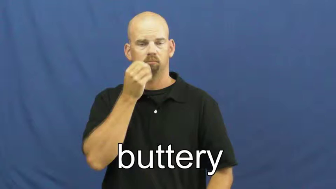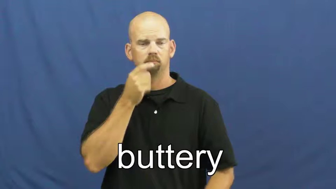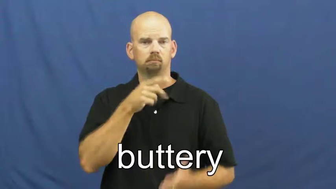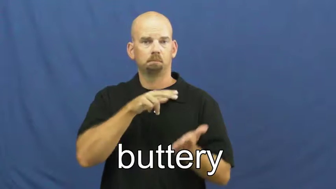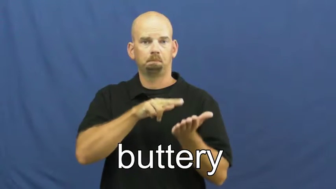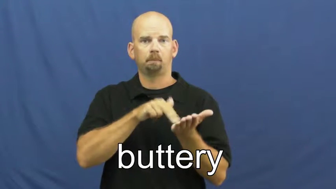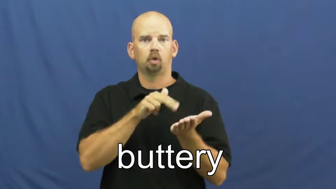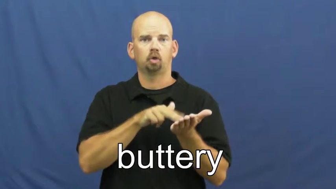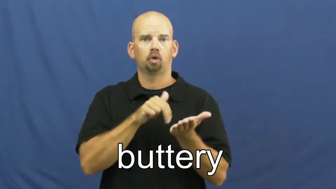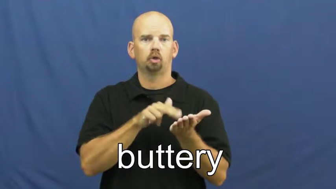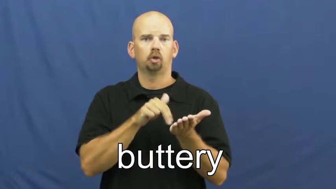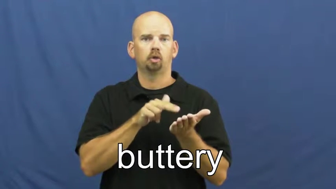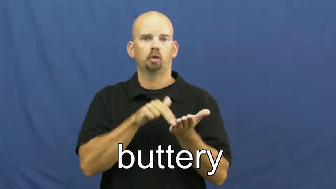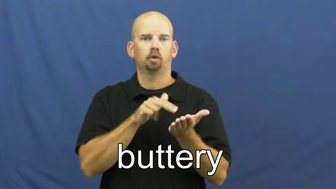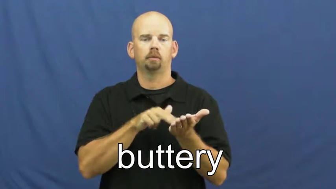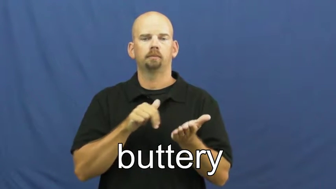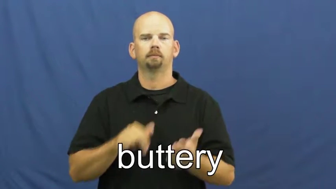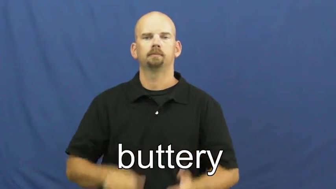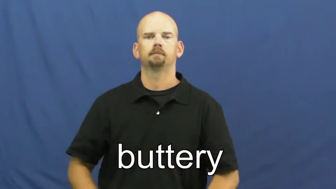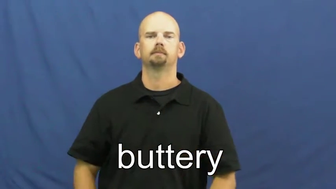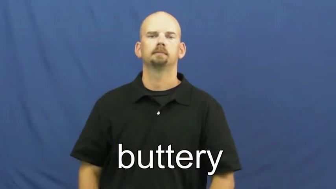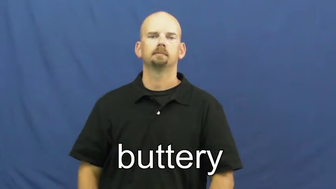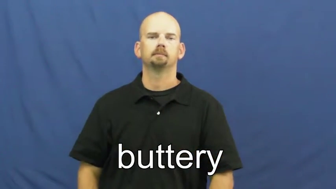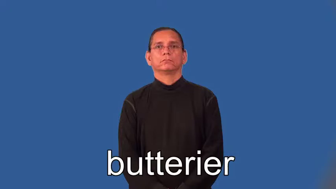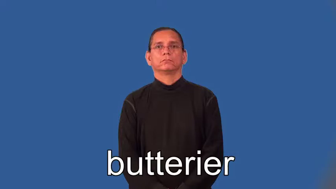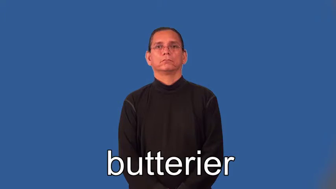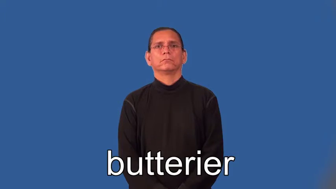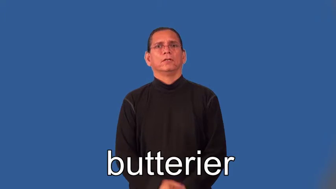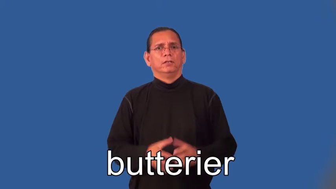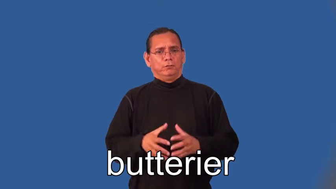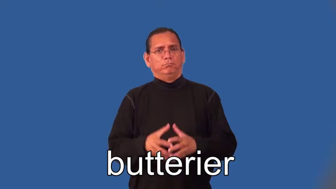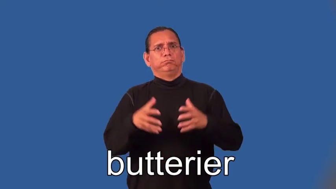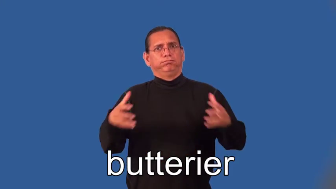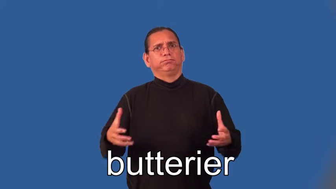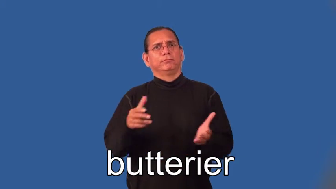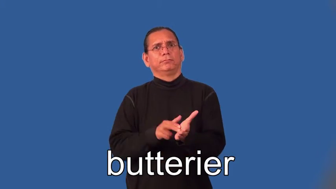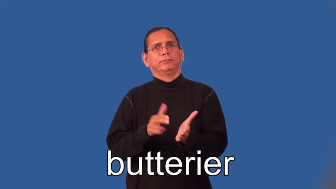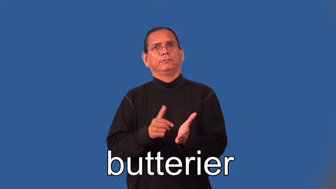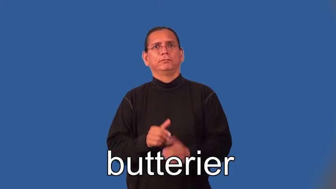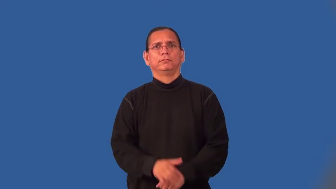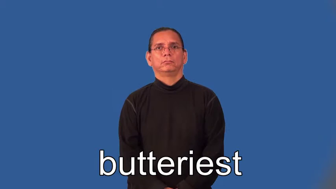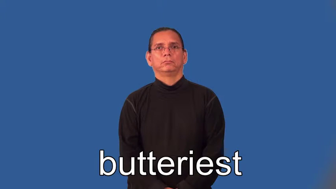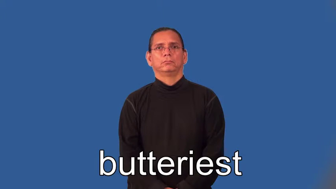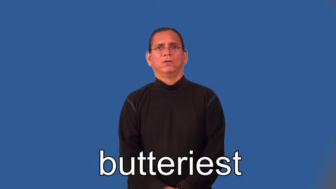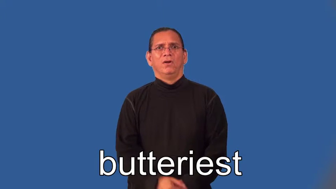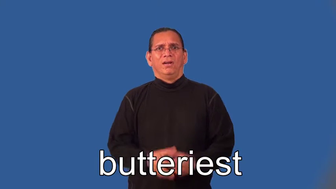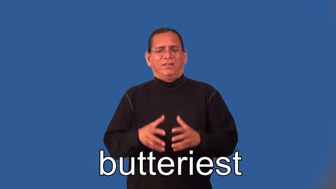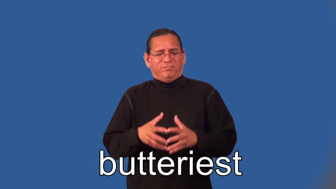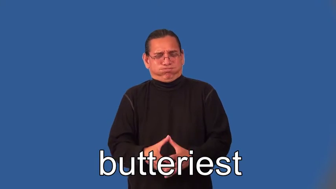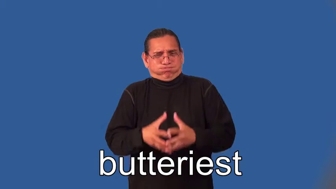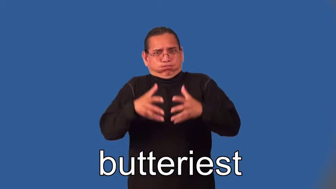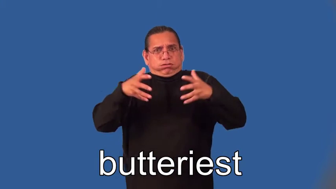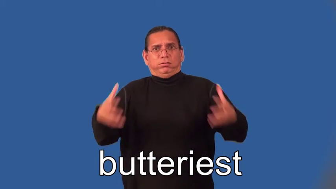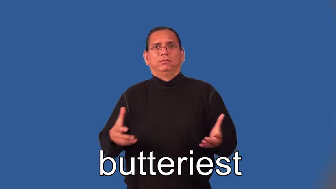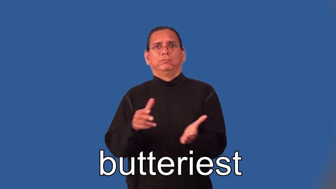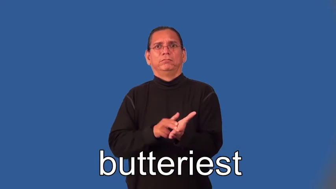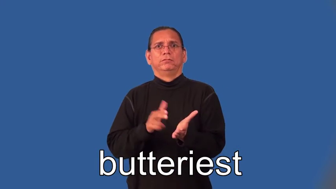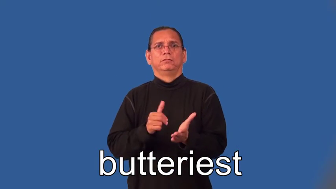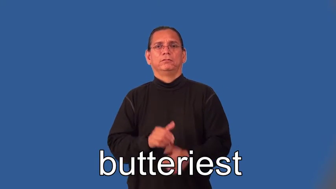butterier,butteriest